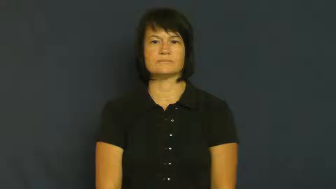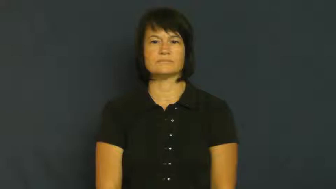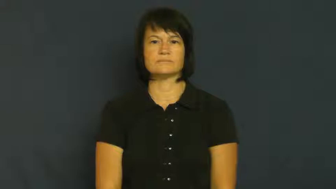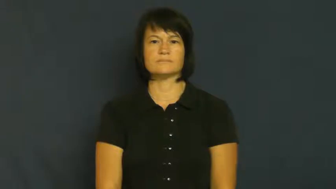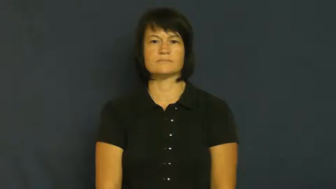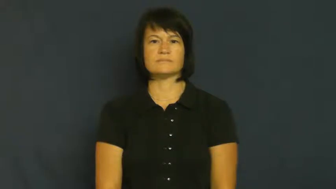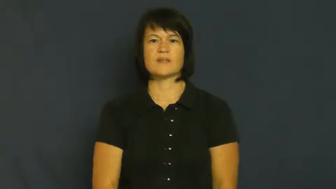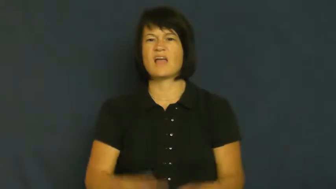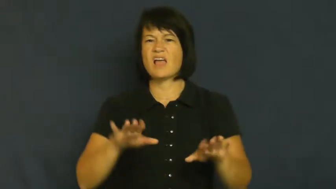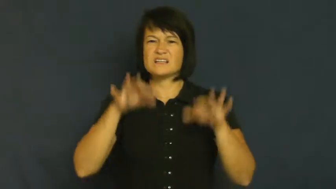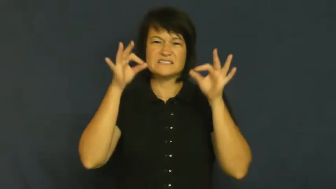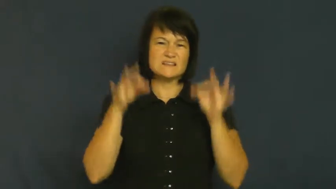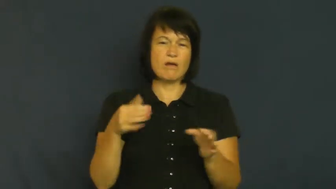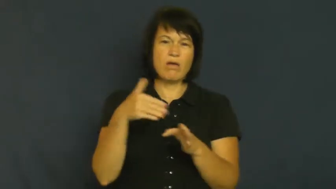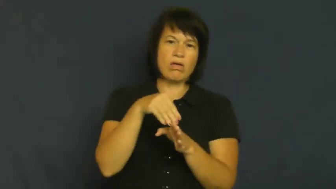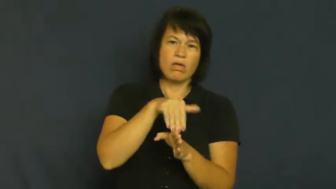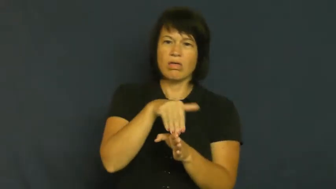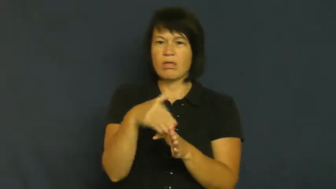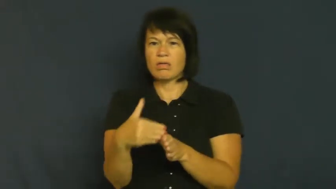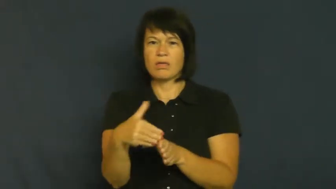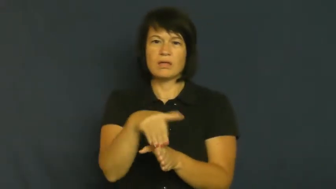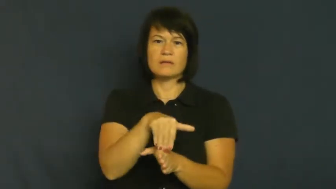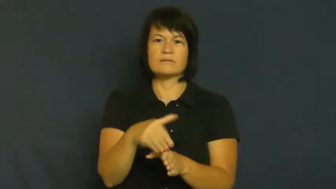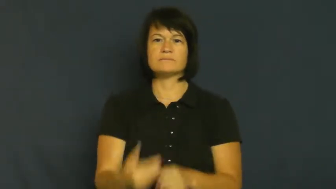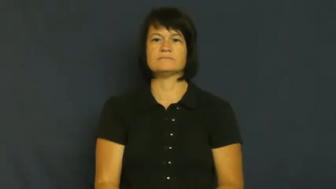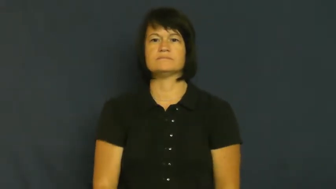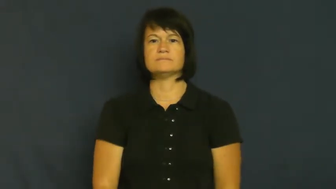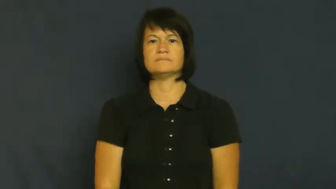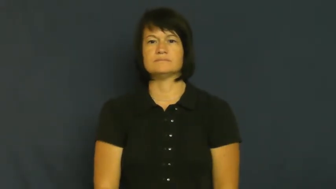waffle,ambivalent,undecided,hem and haw,on the fence